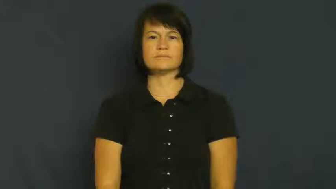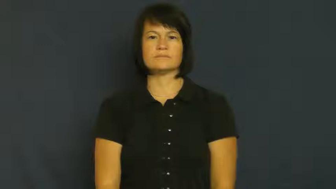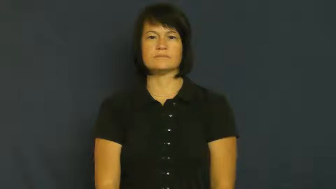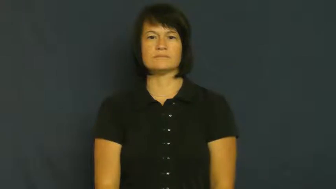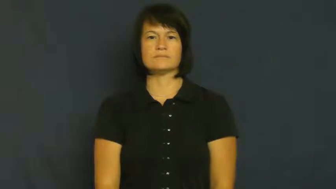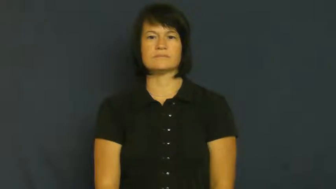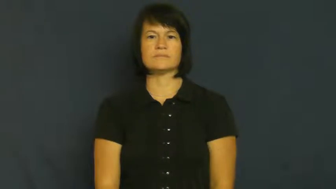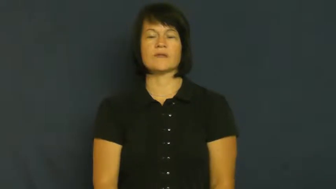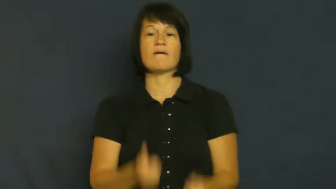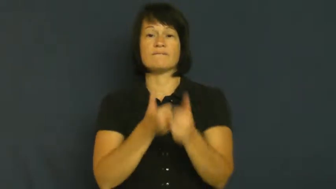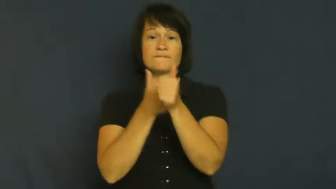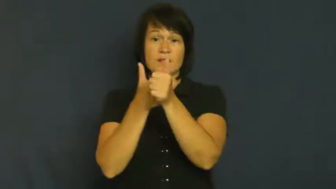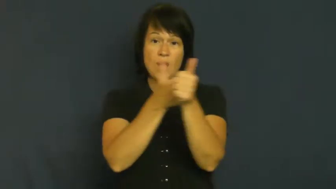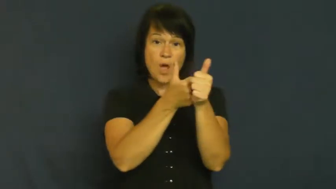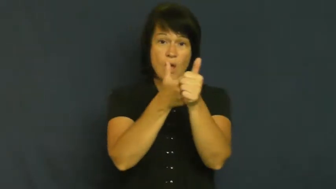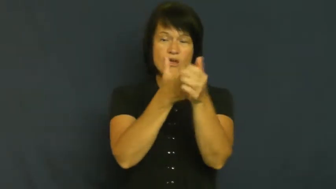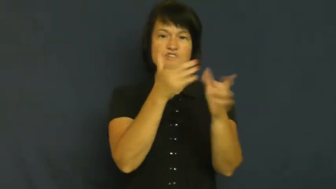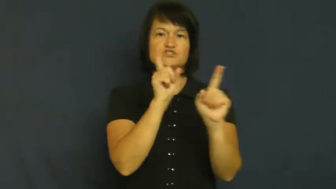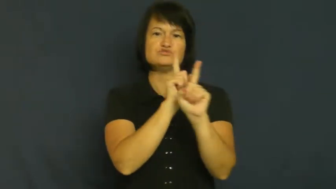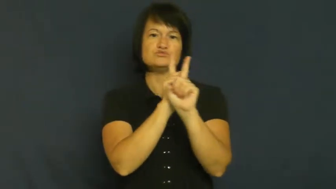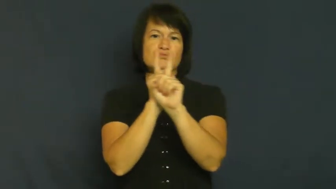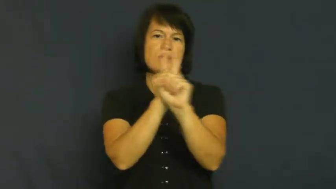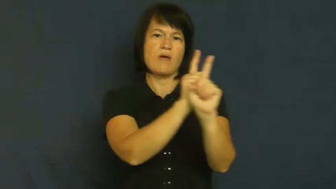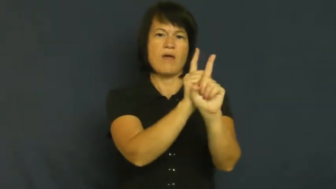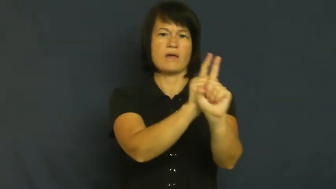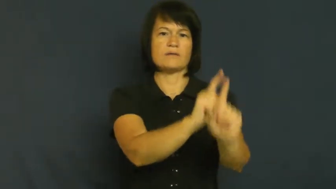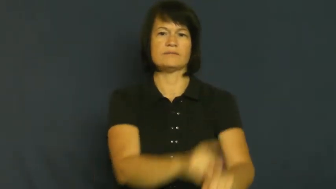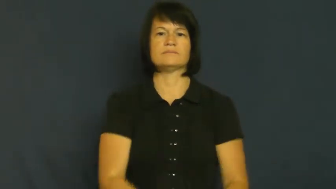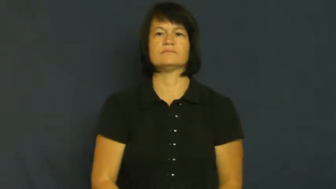track,tail,shadow-follow